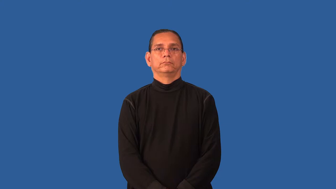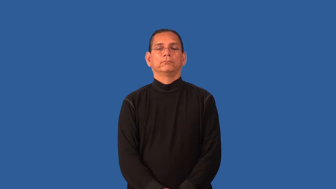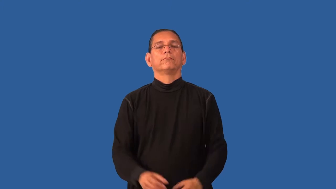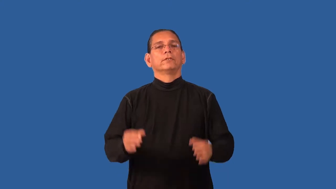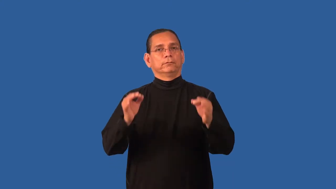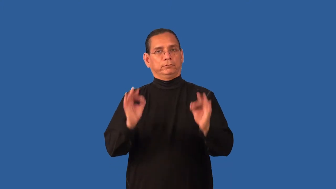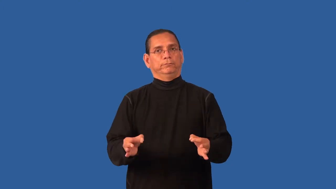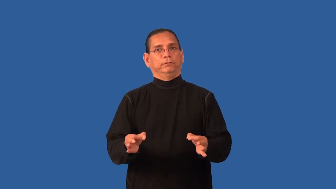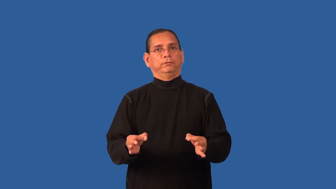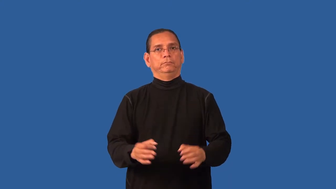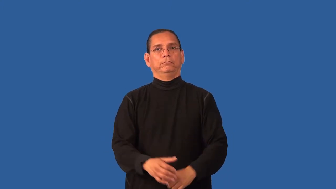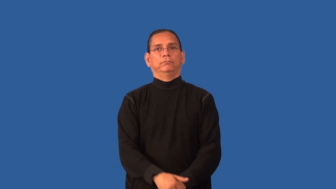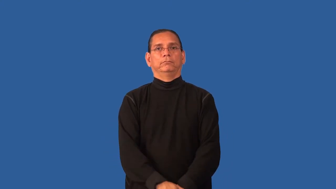doubtless